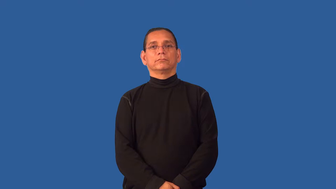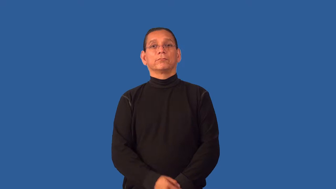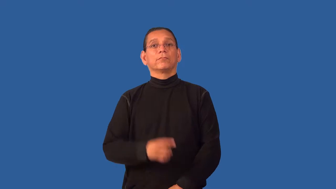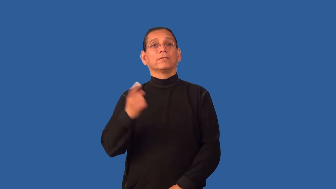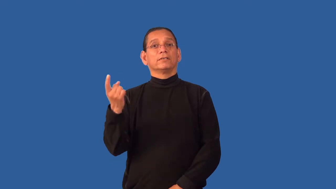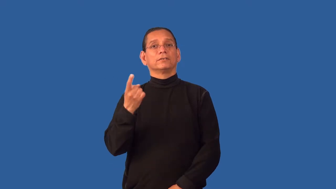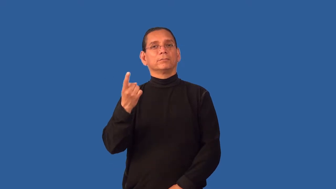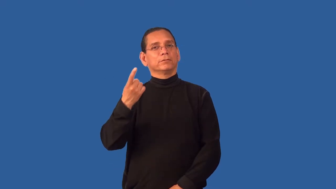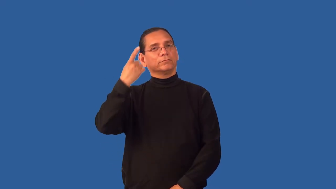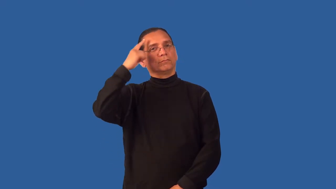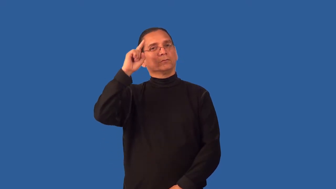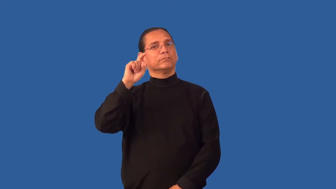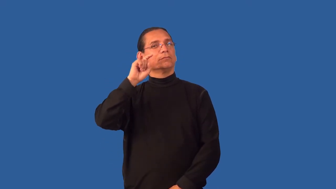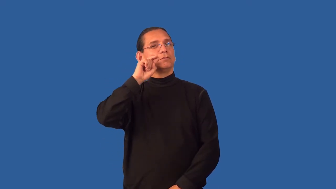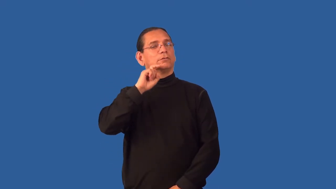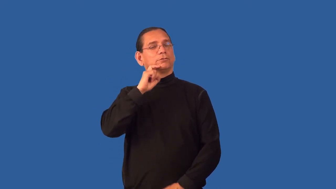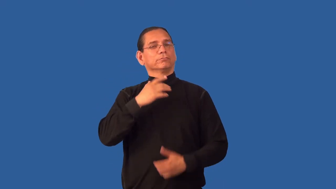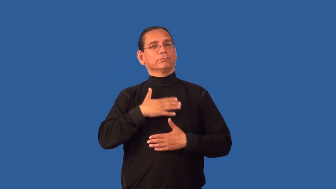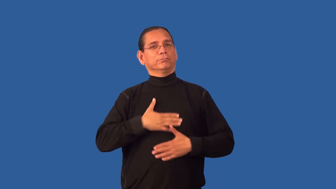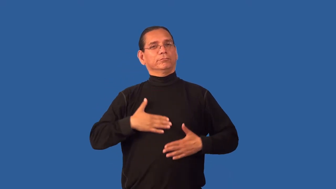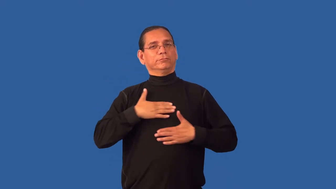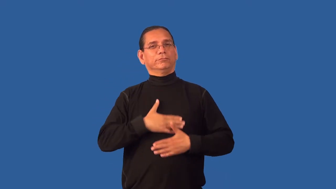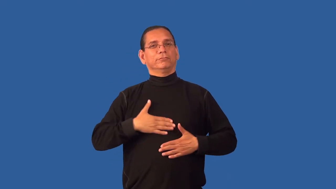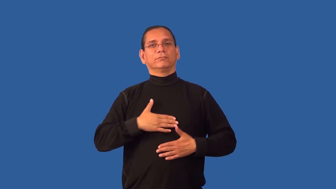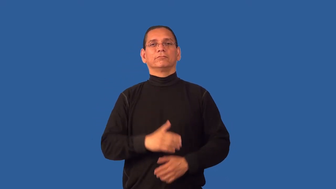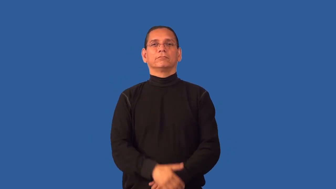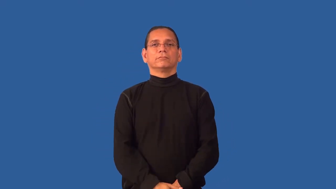fetish-love object